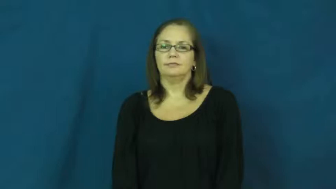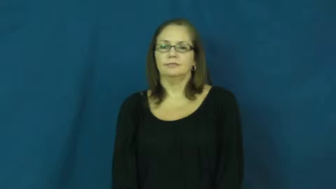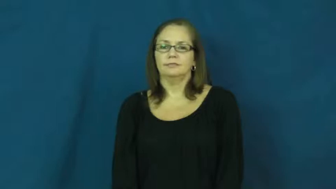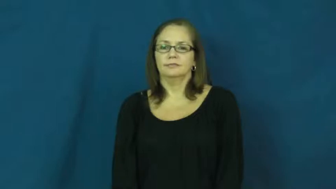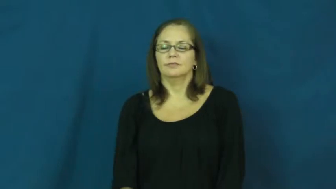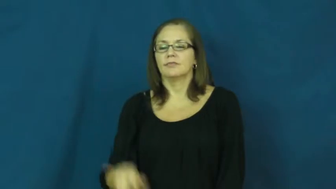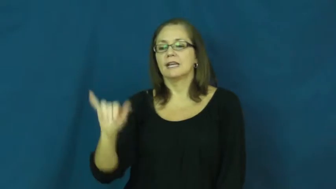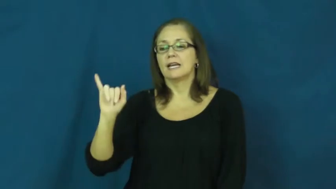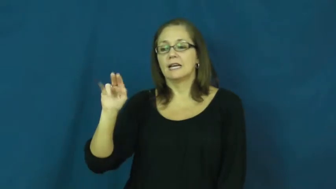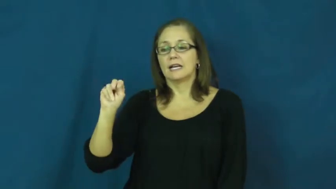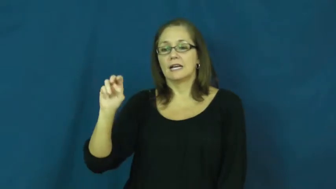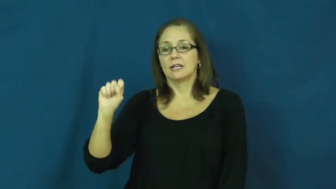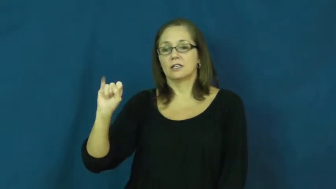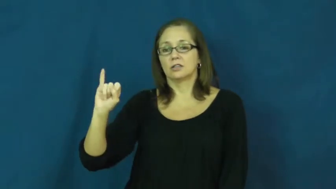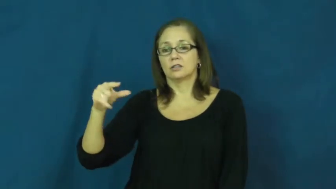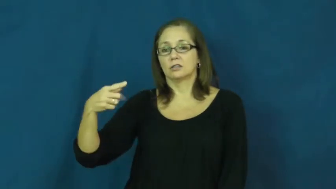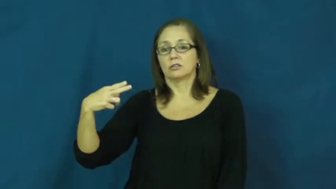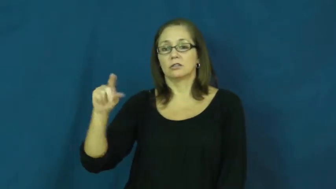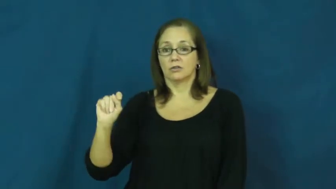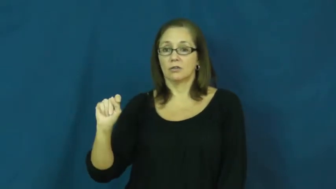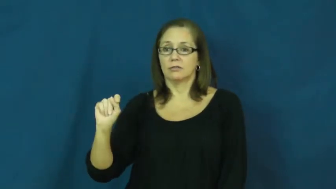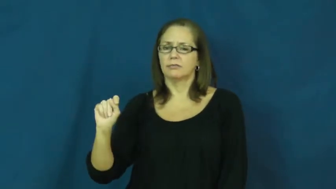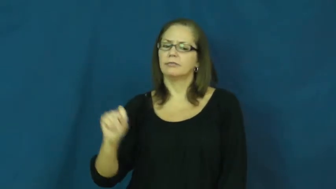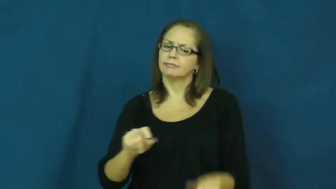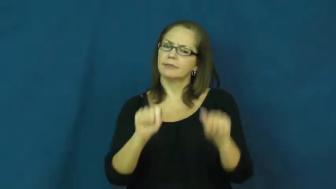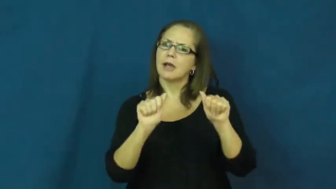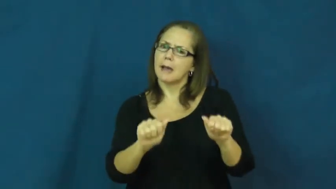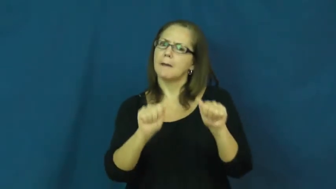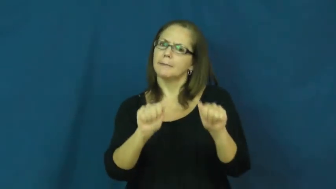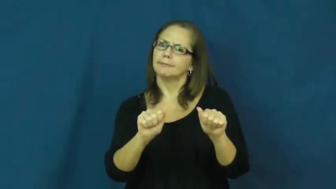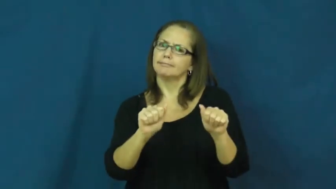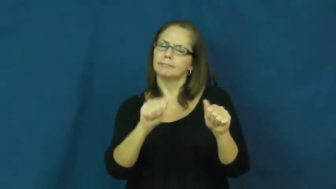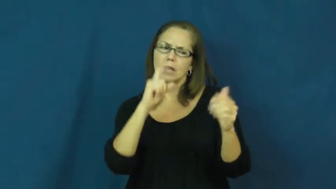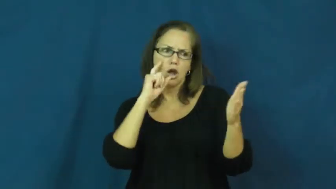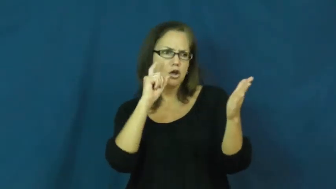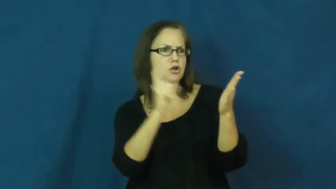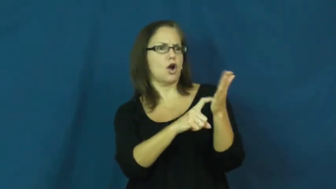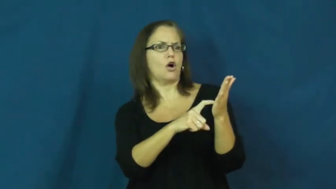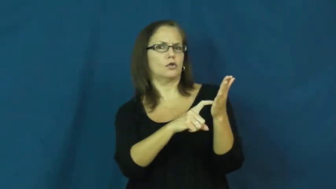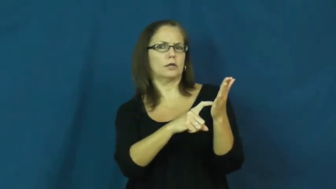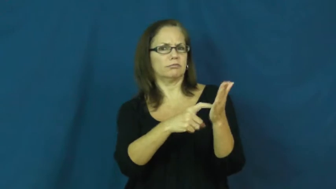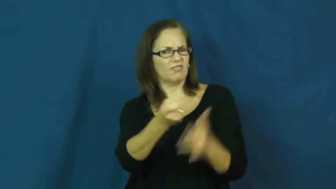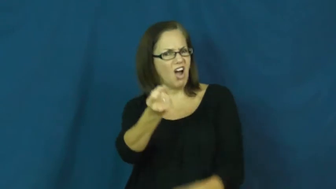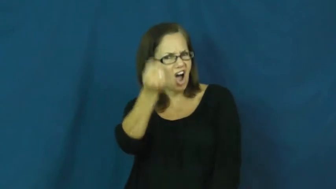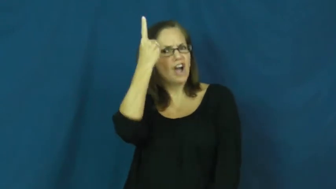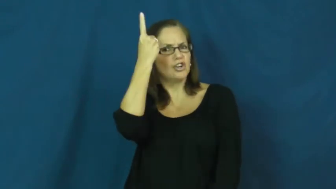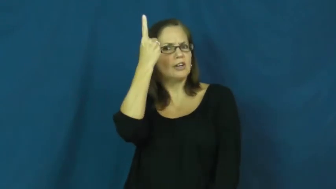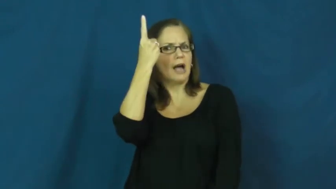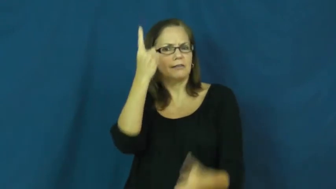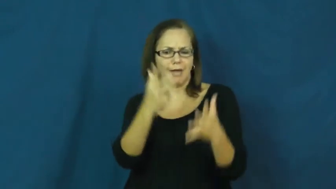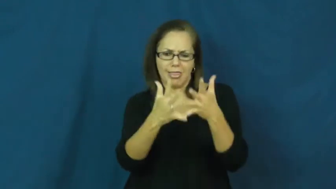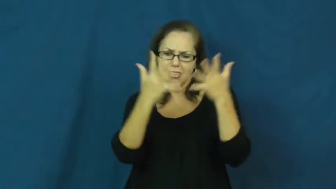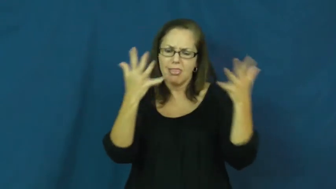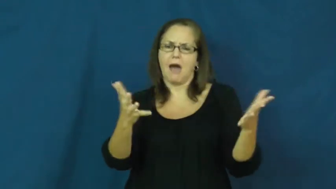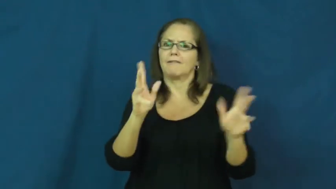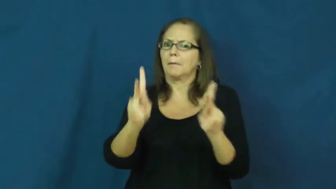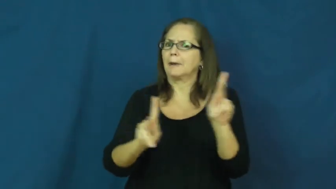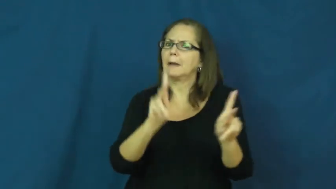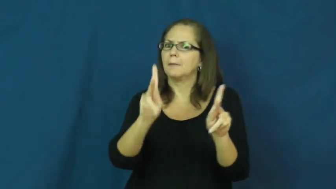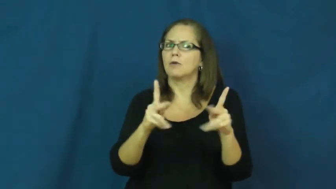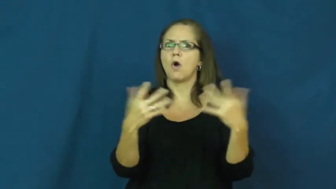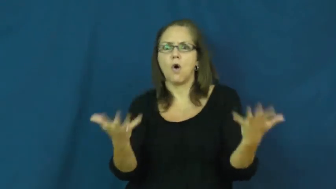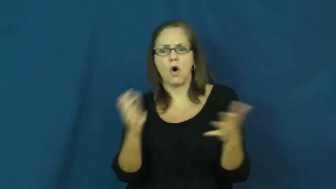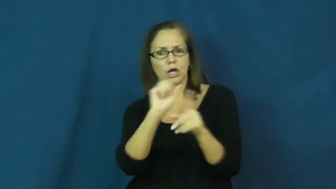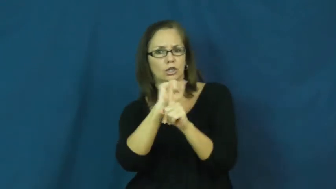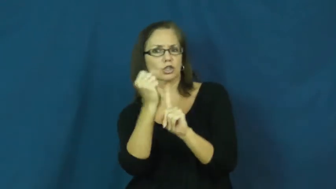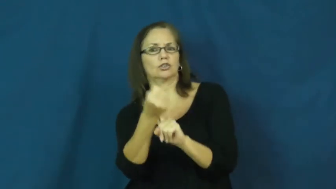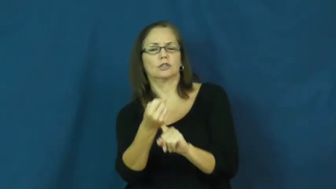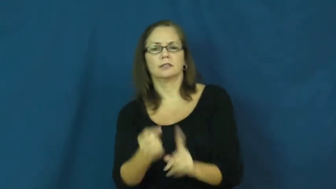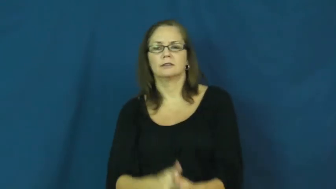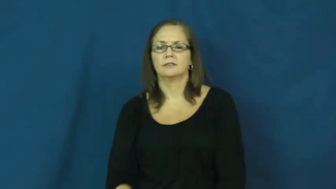insight